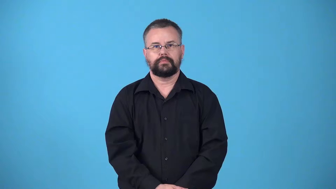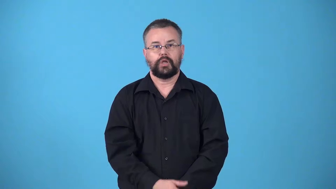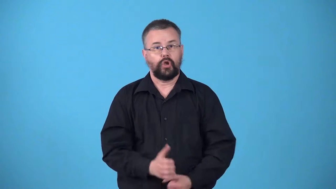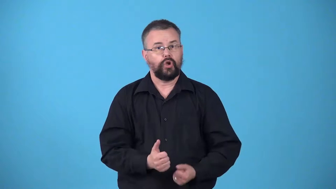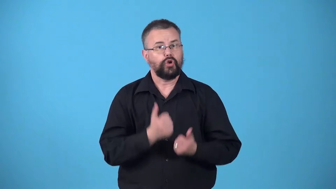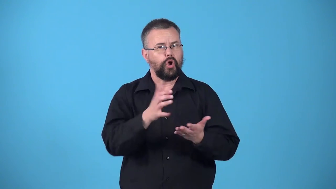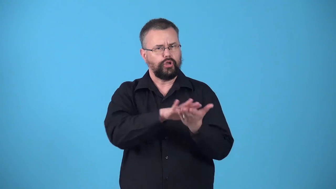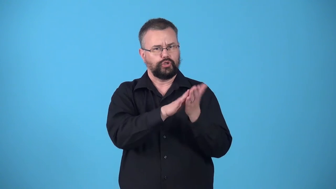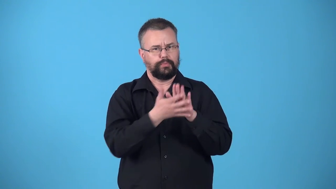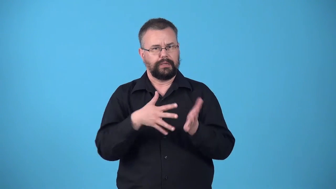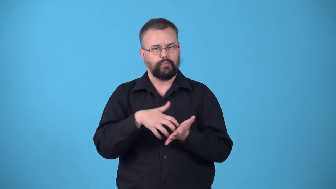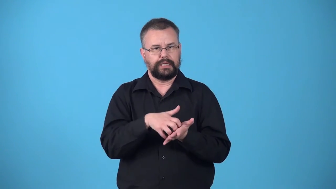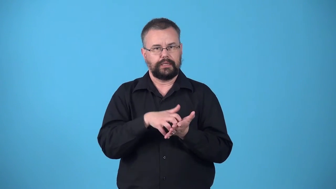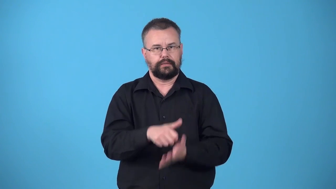weaken,etiolate,drain-cause become weak